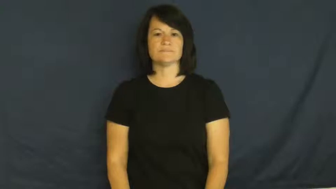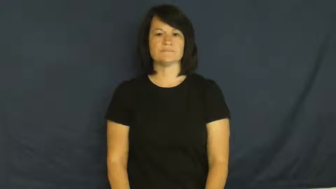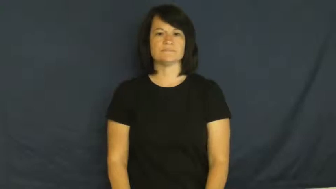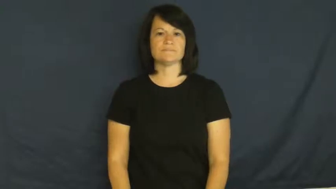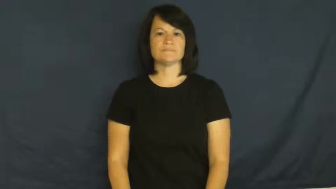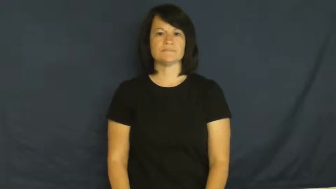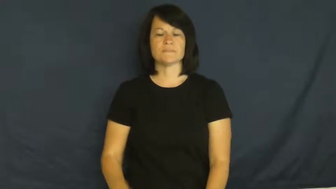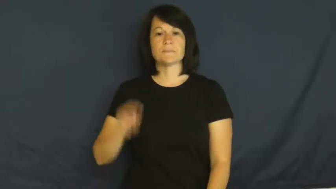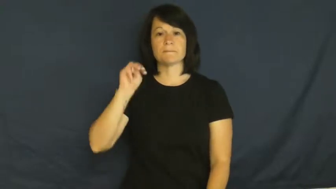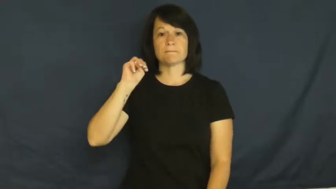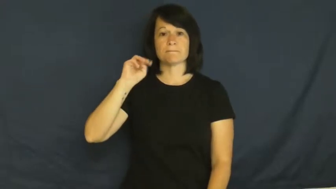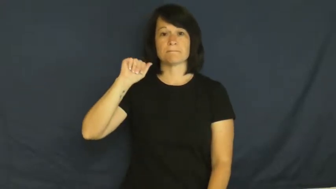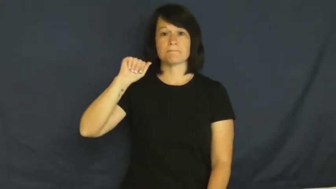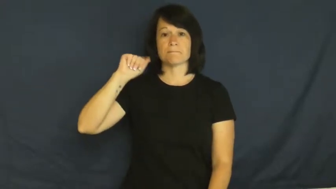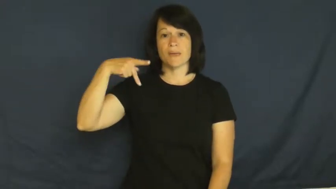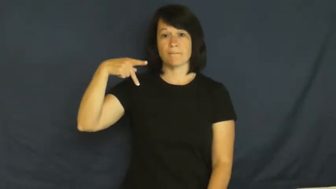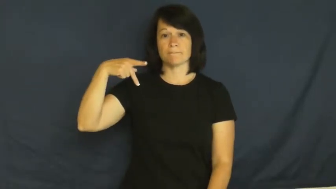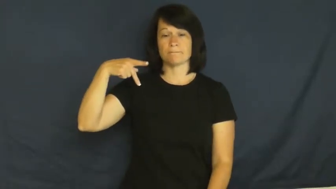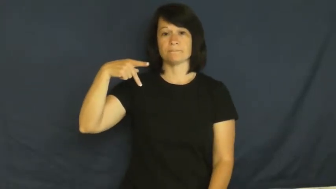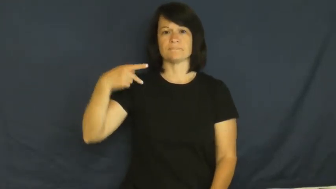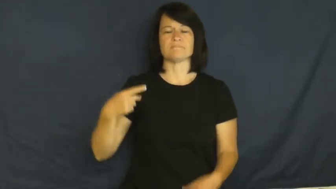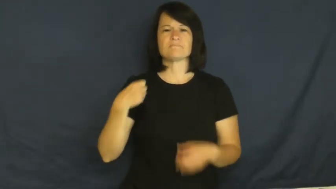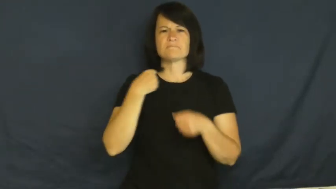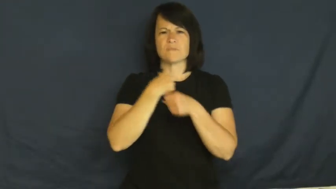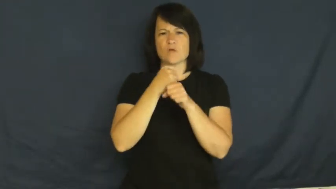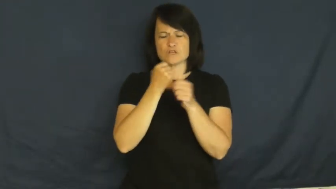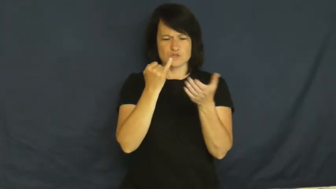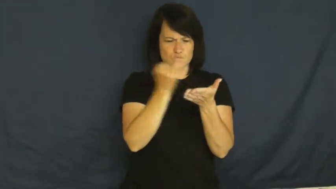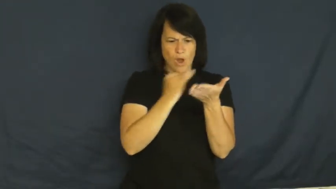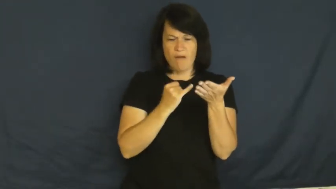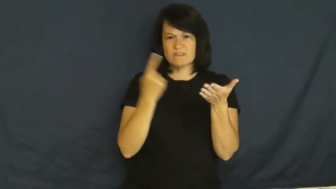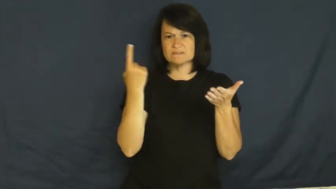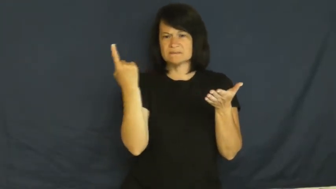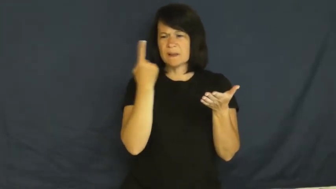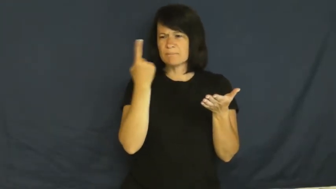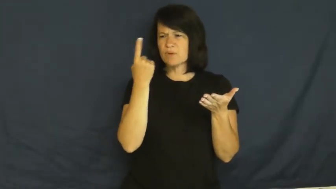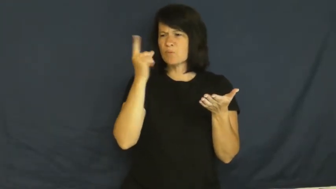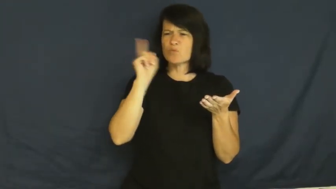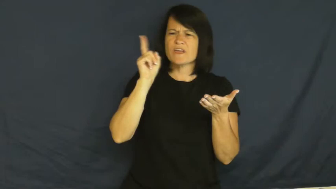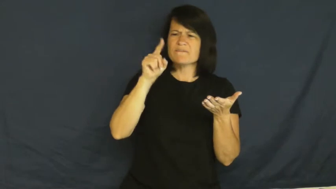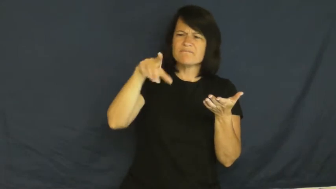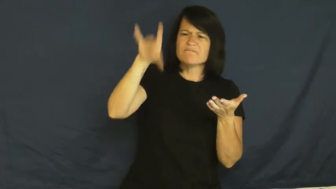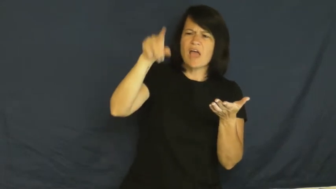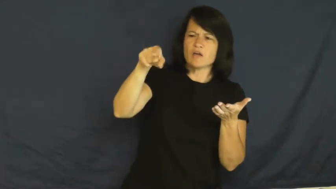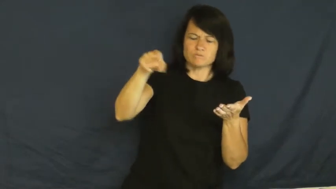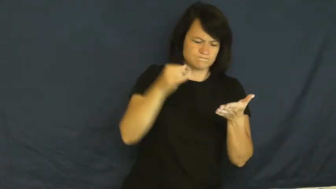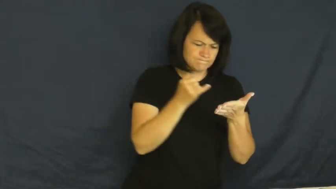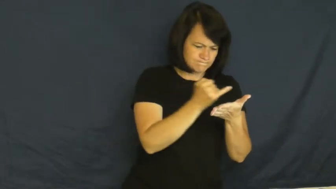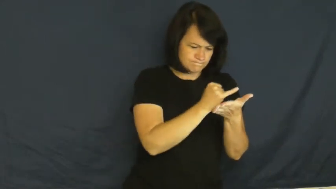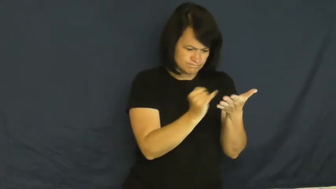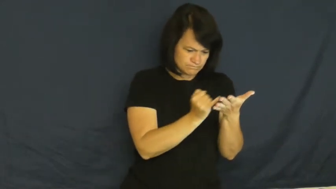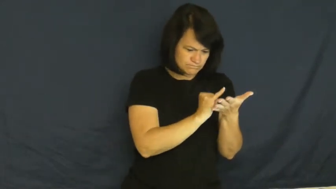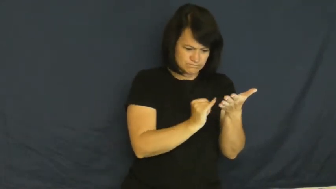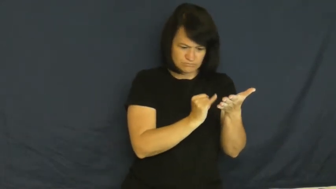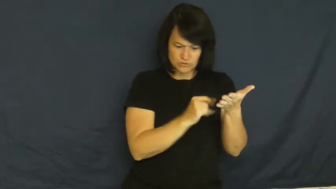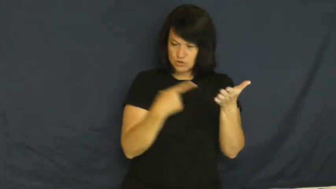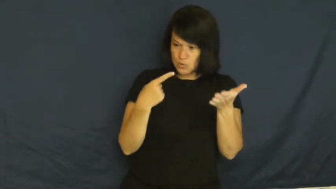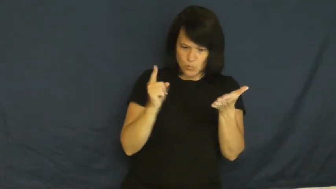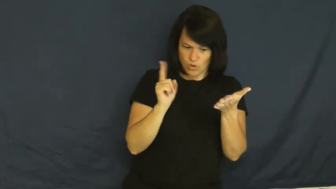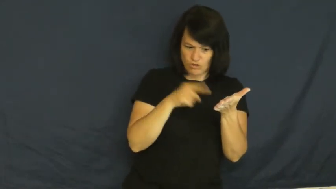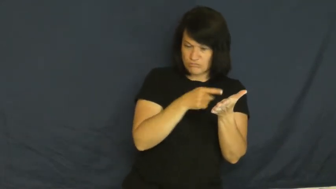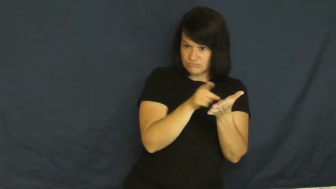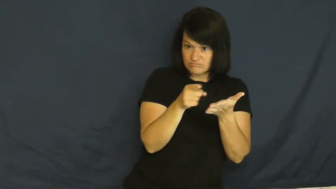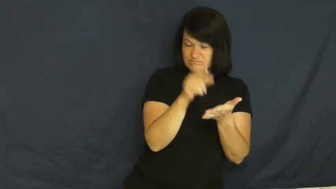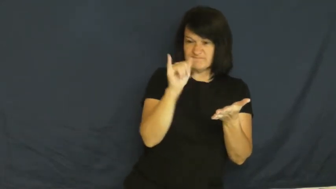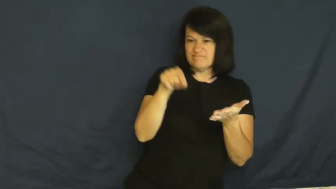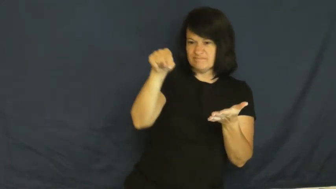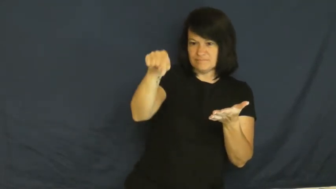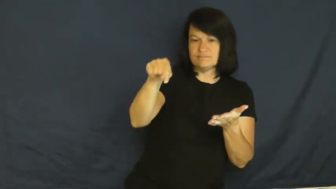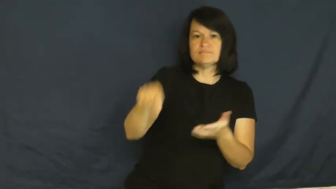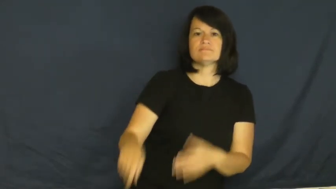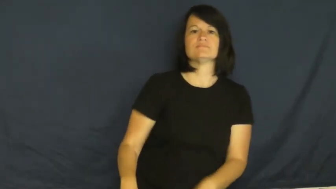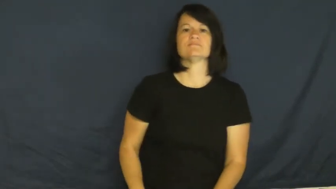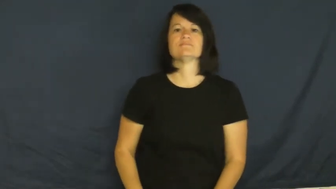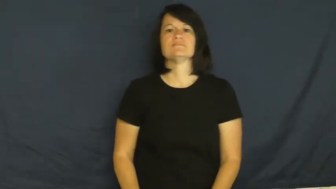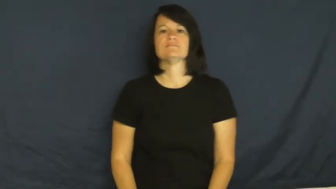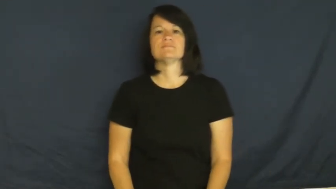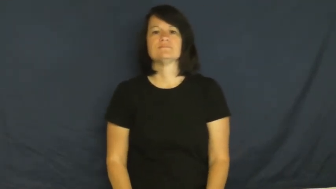map,chart